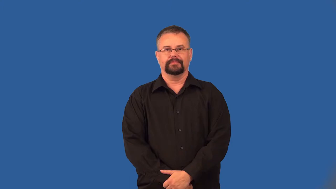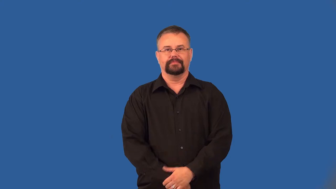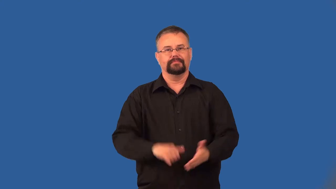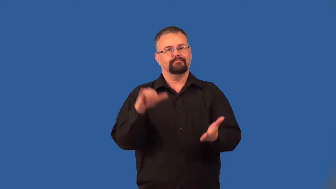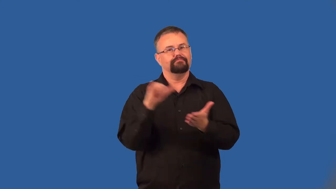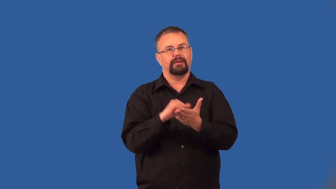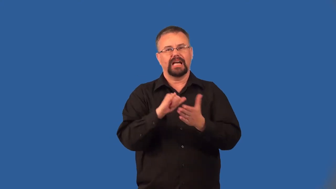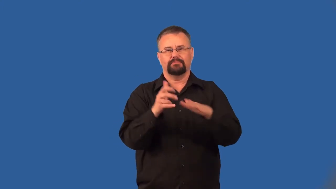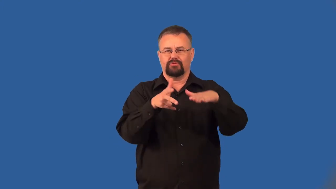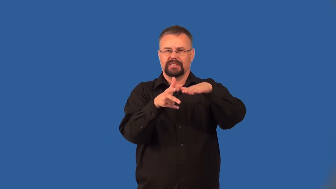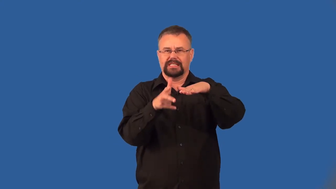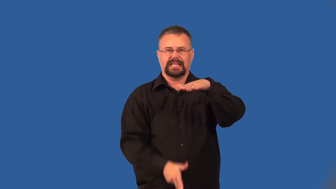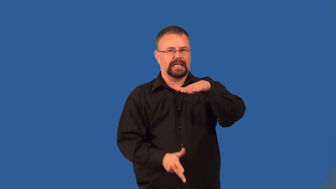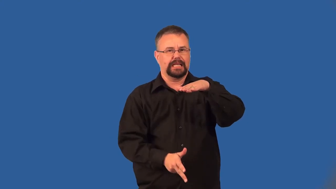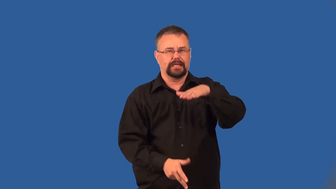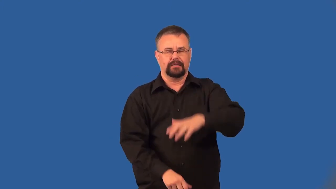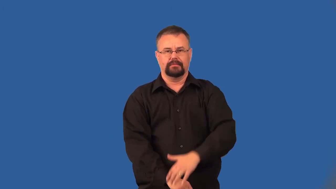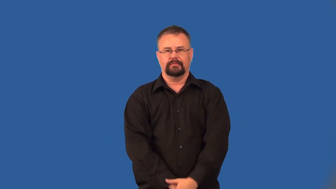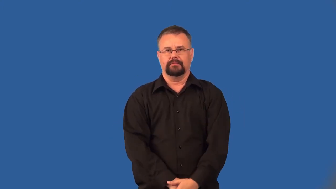unsinkable